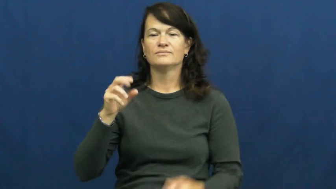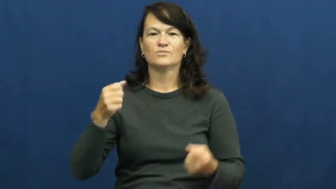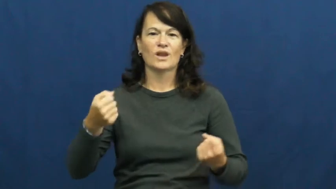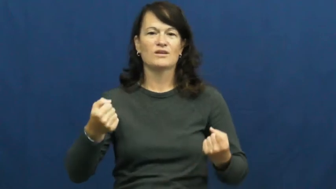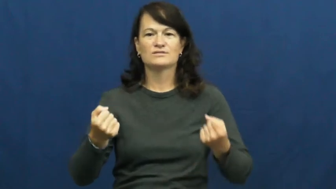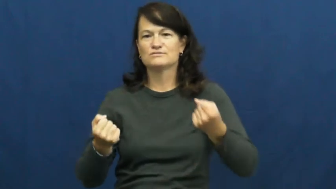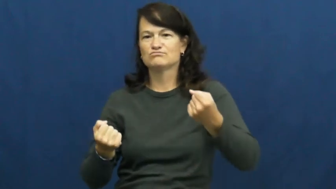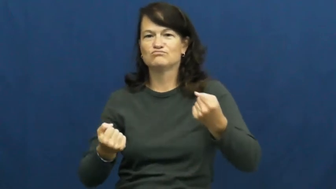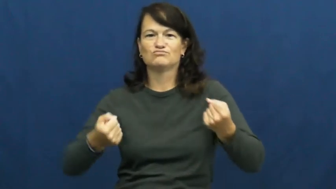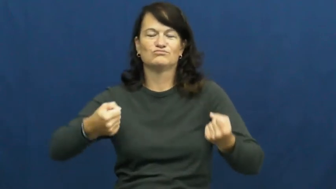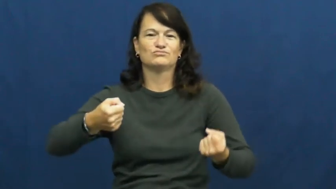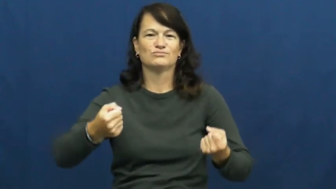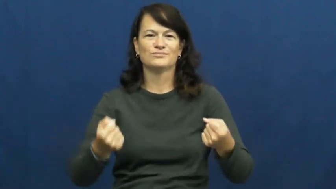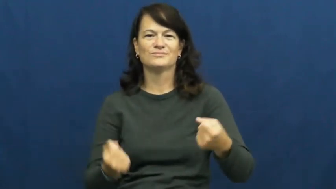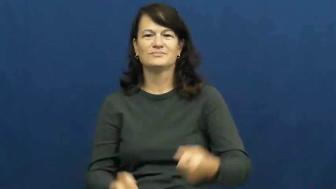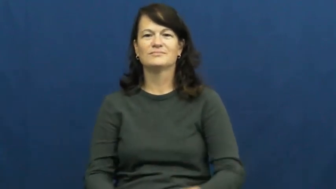steering wheel